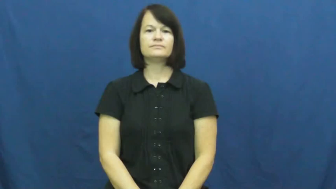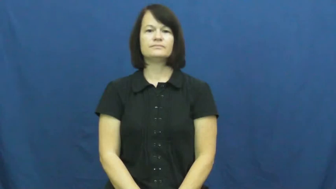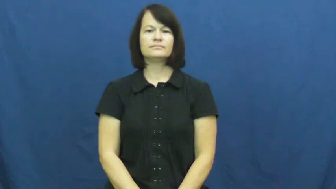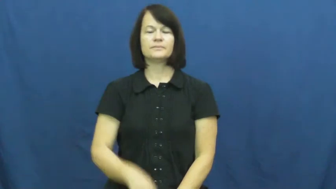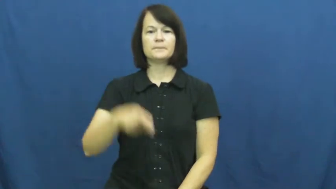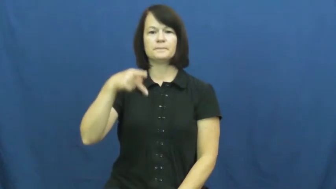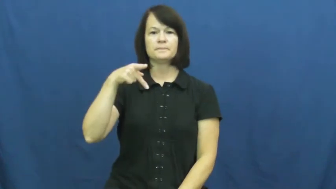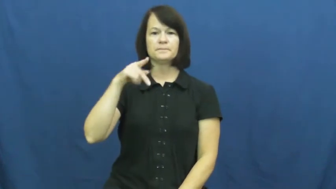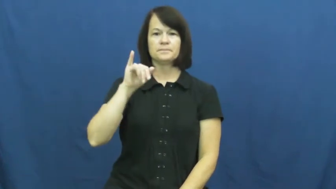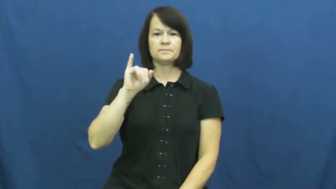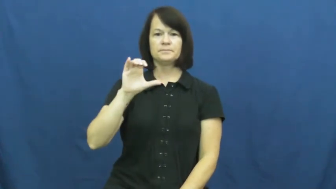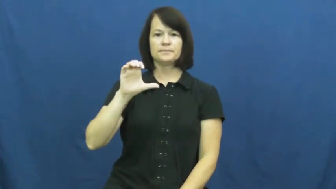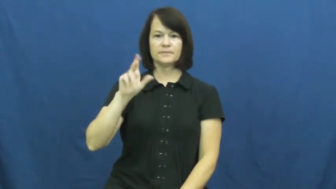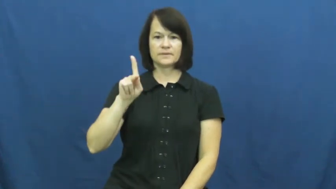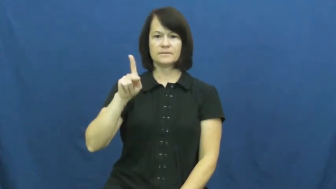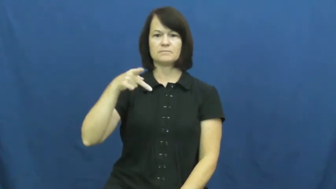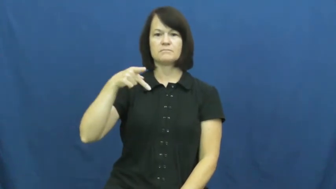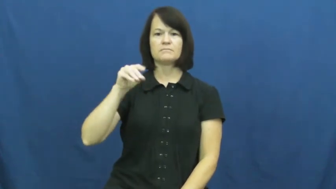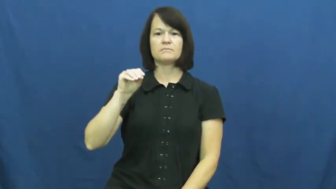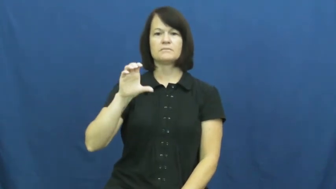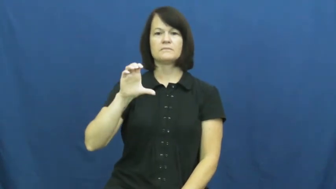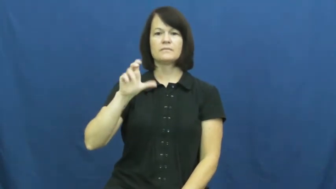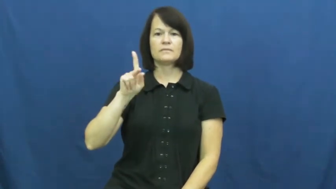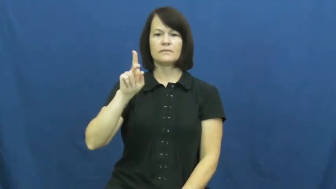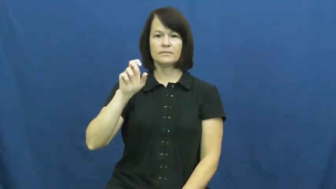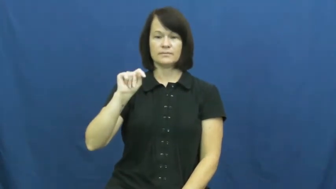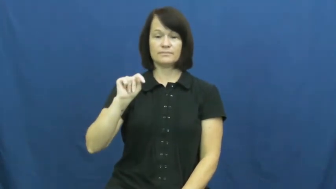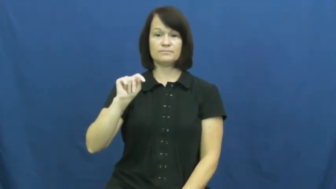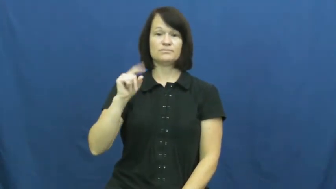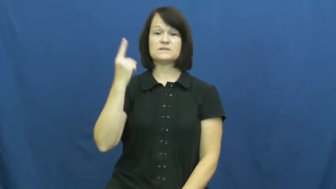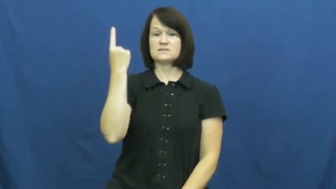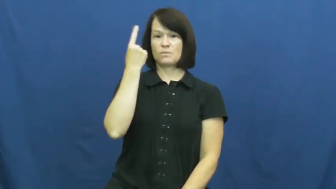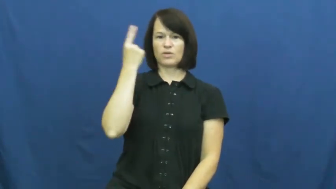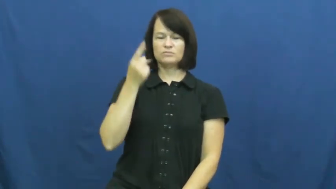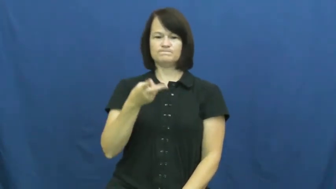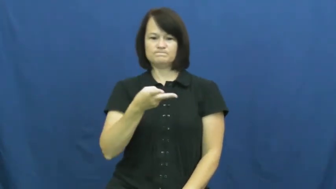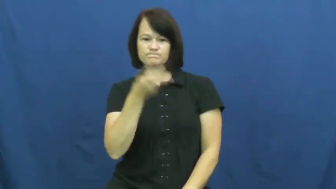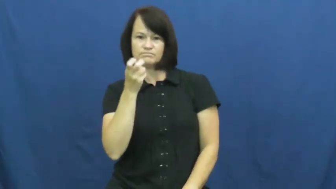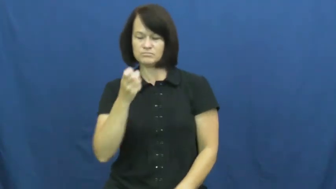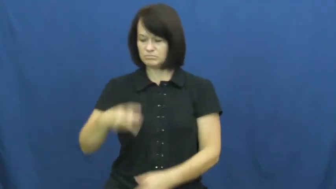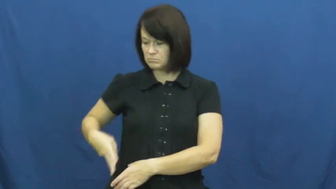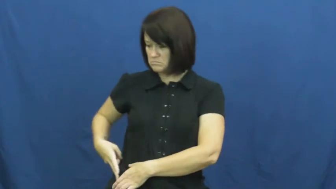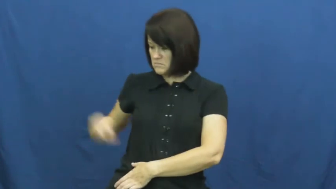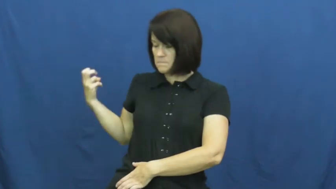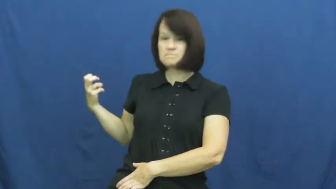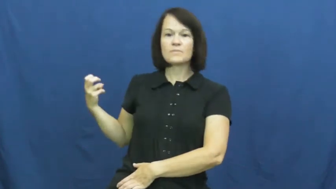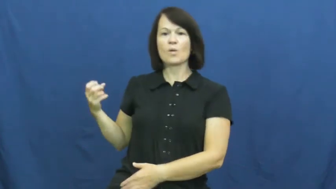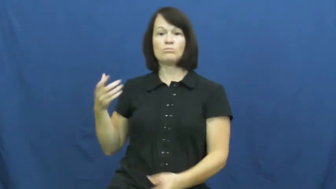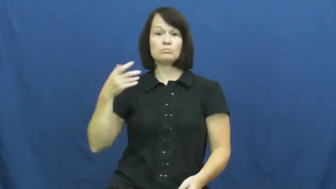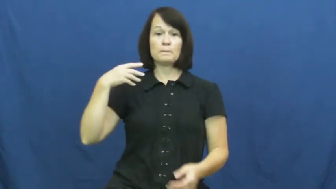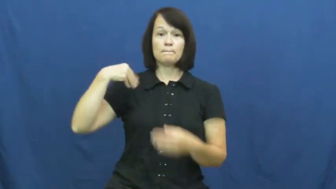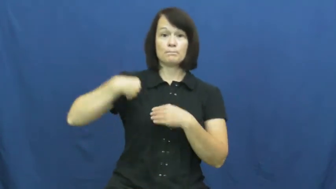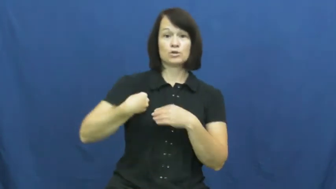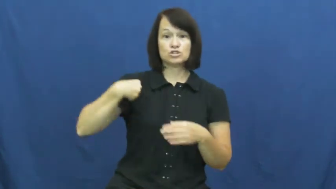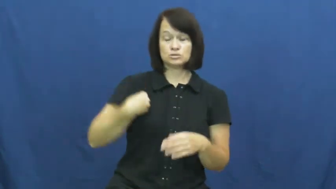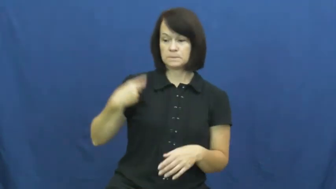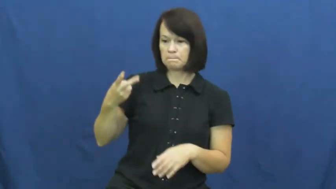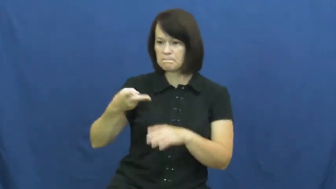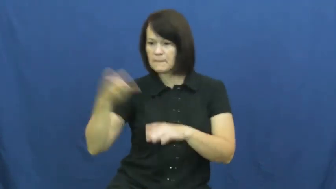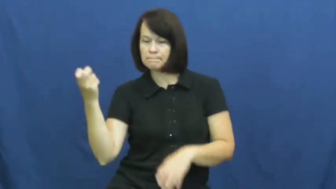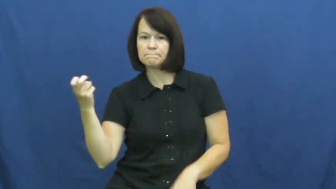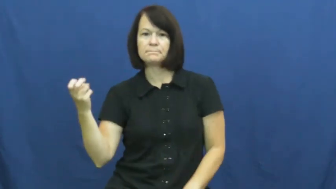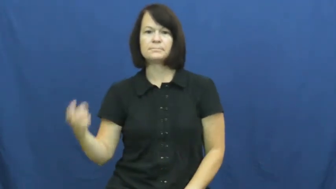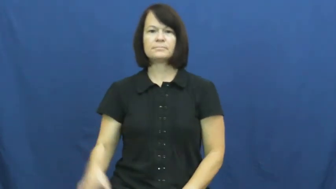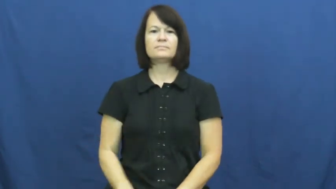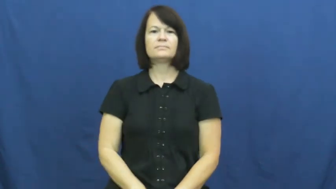pickpocket